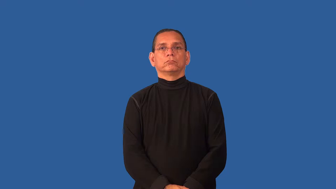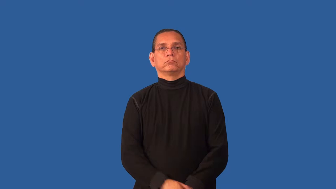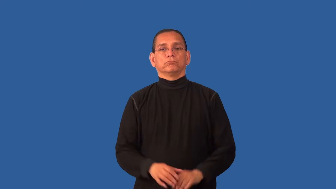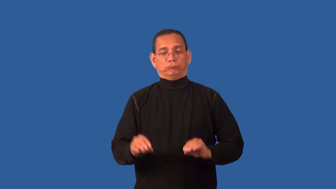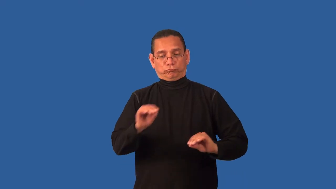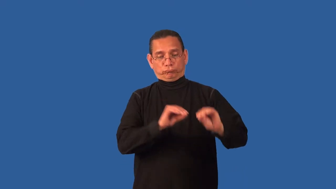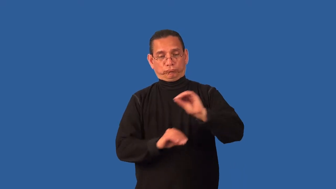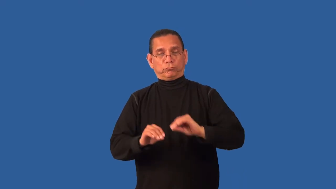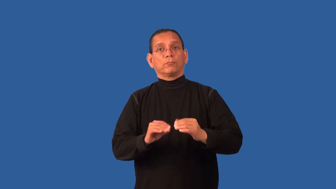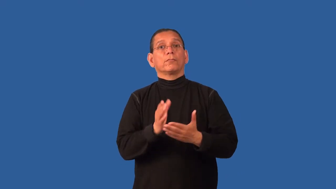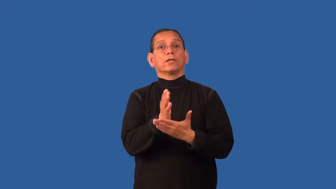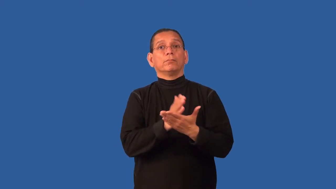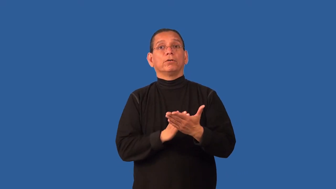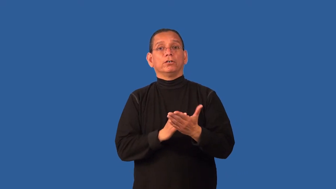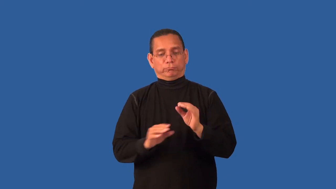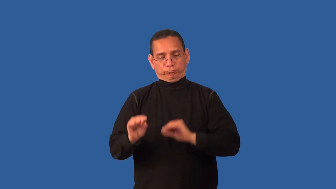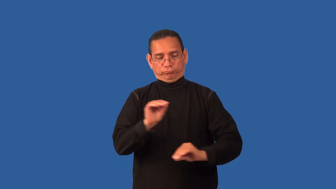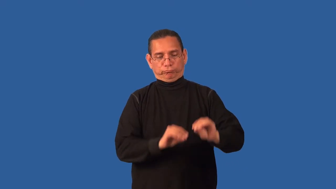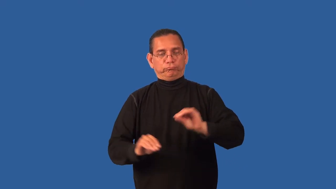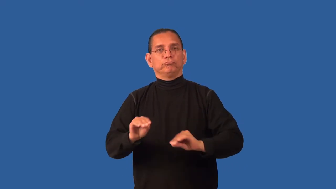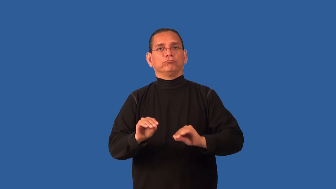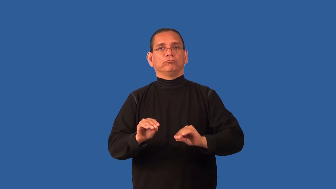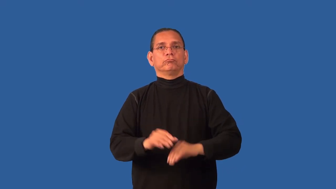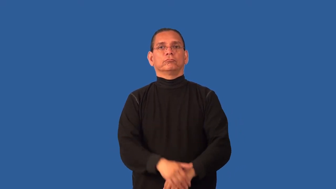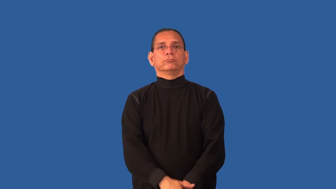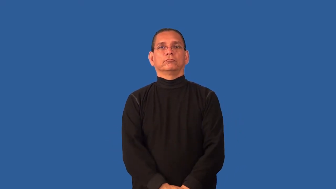configuration,configure,conglomerate